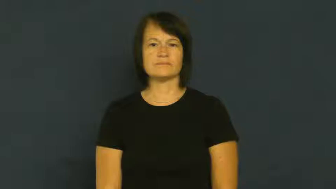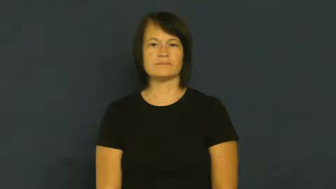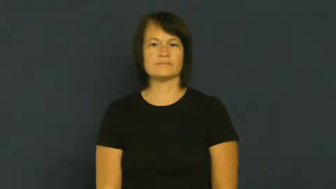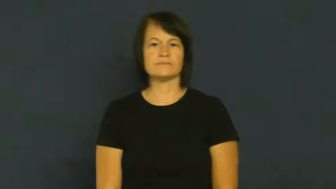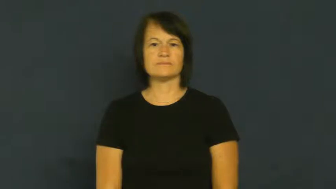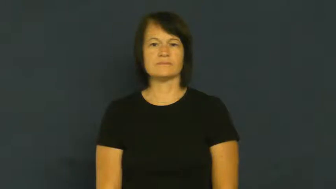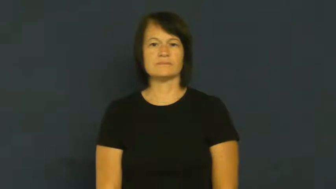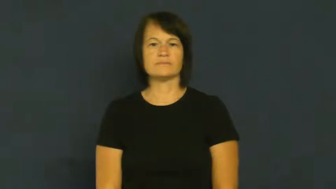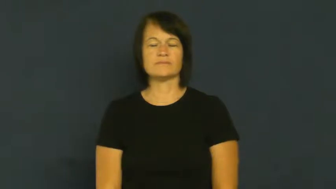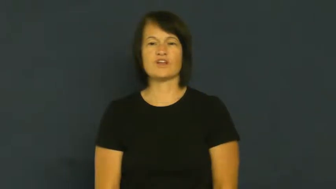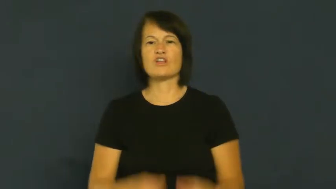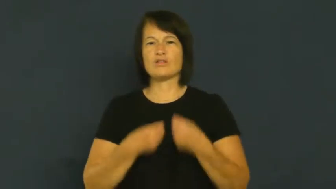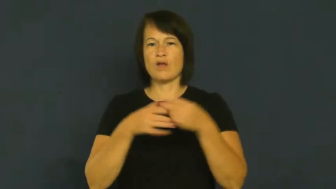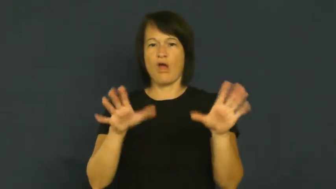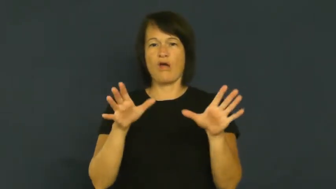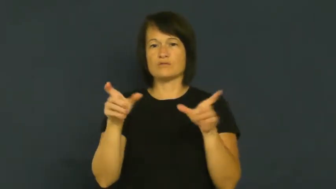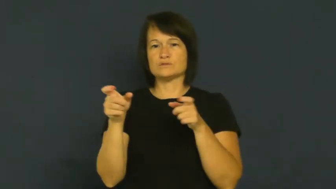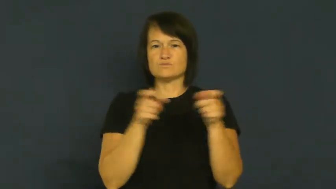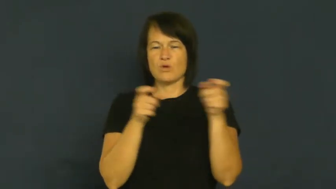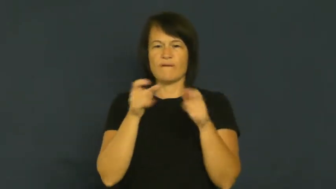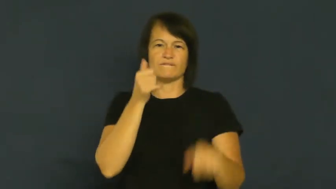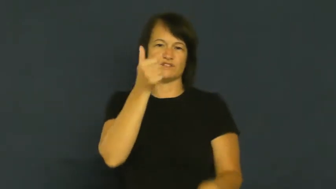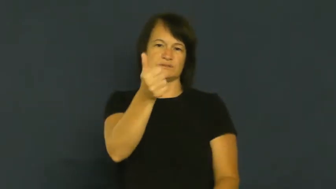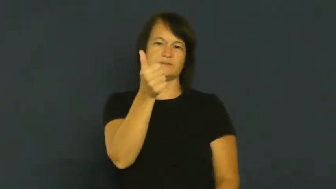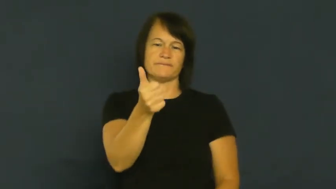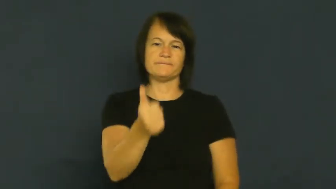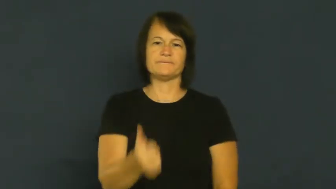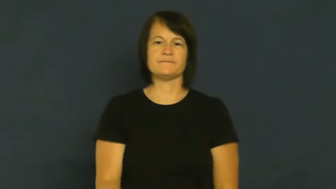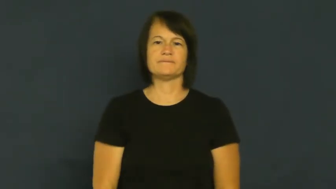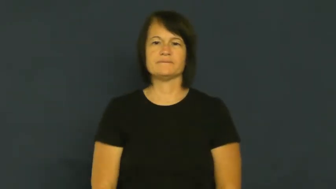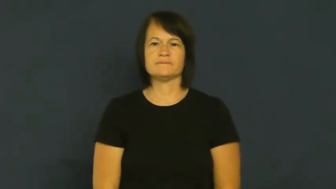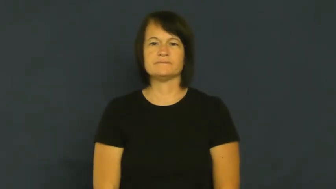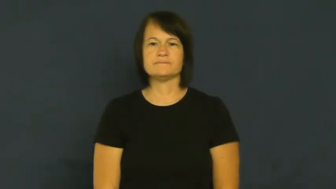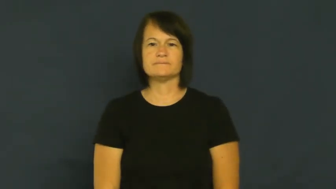crack,crack up,fall apart-emotionally